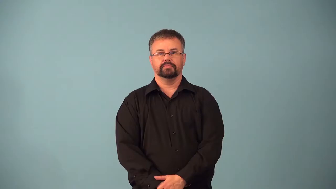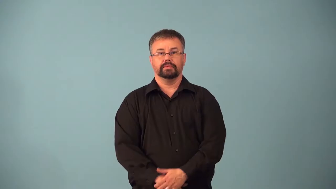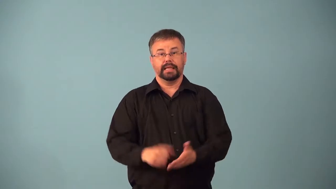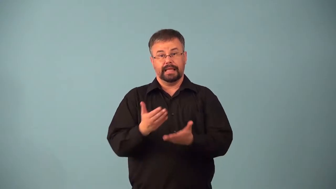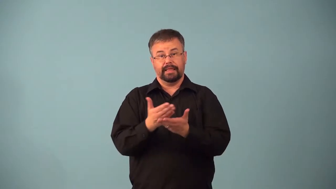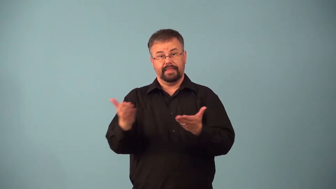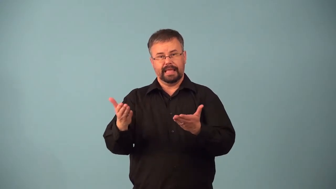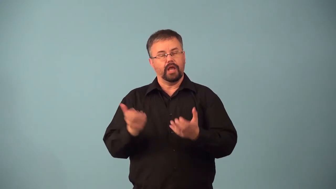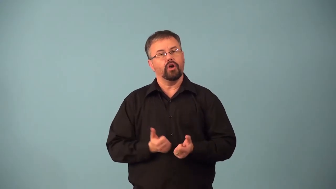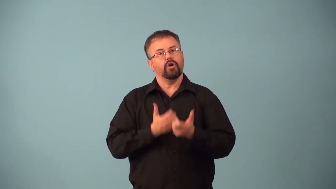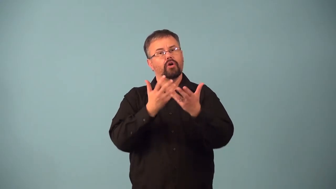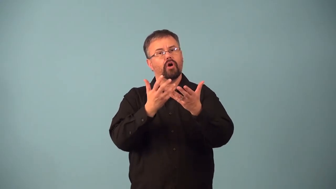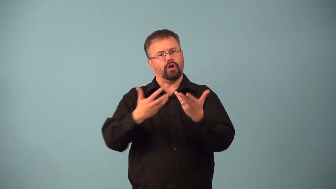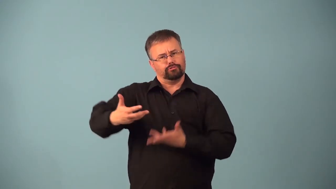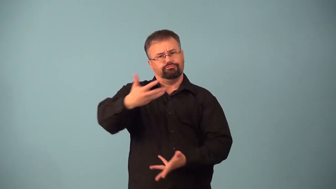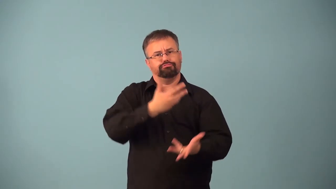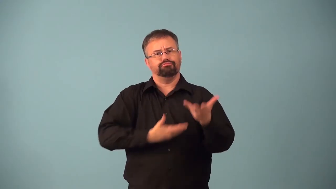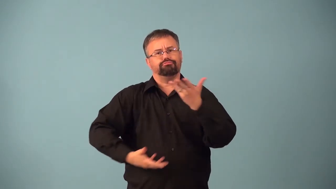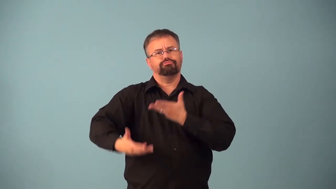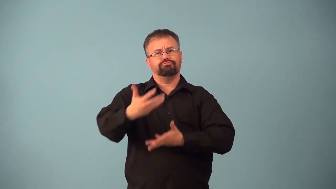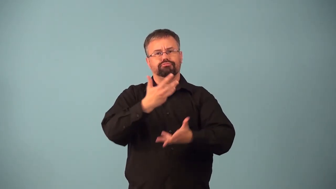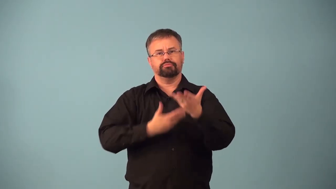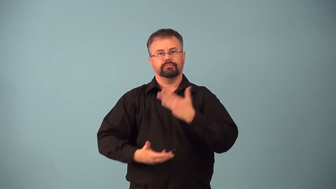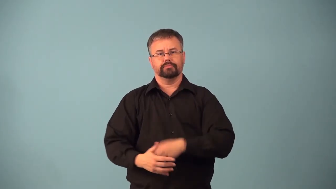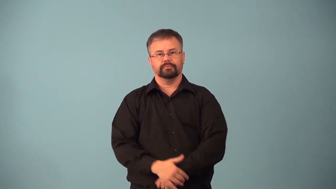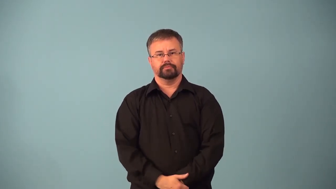aerator